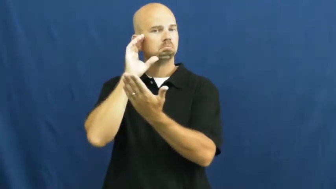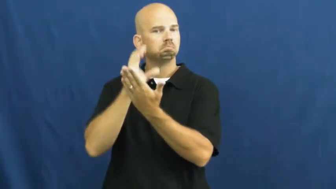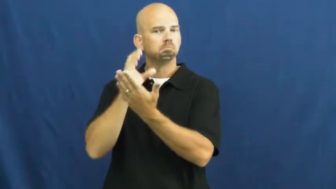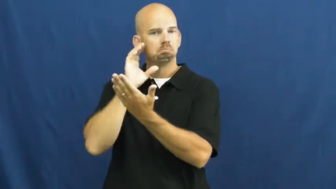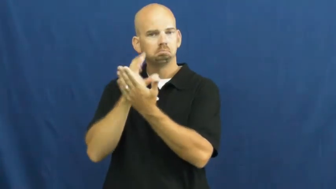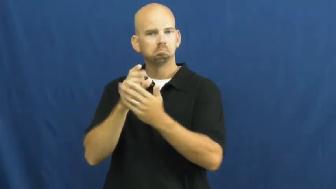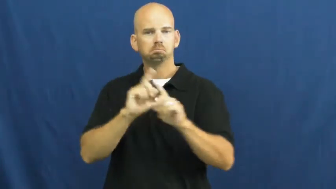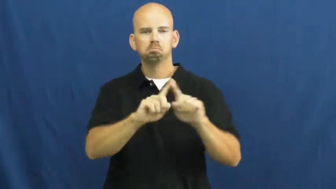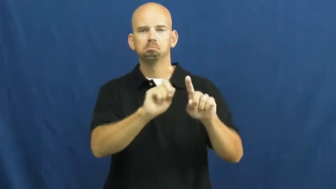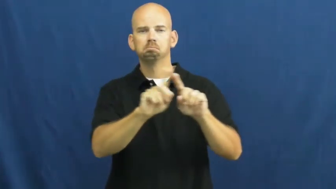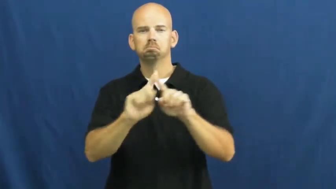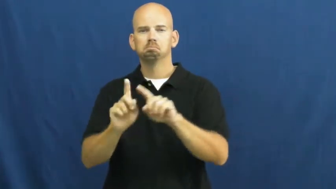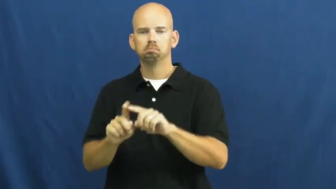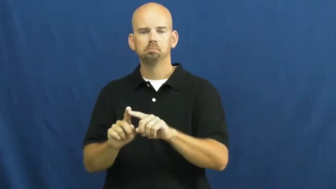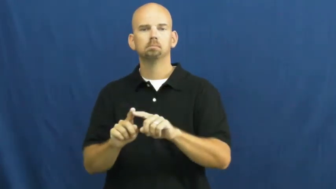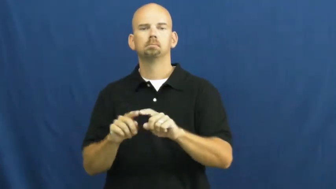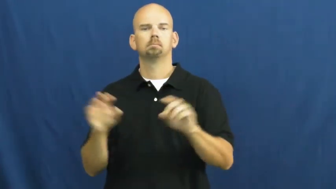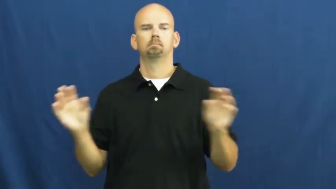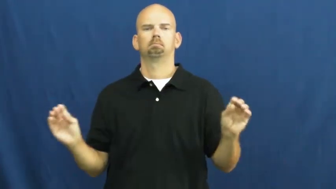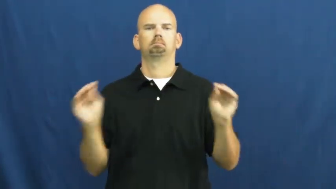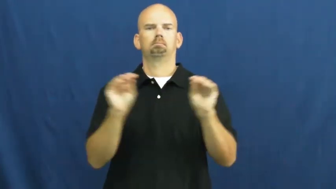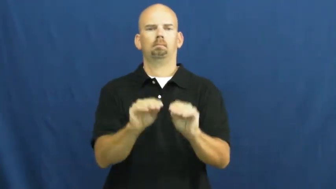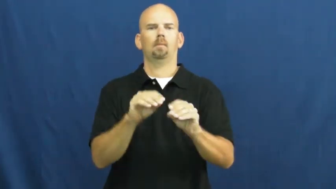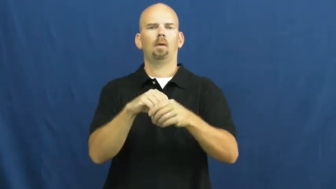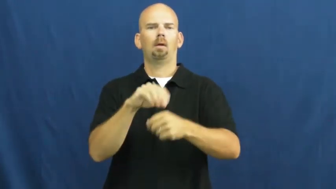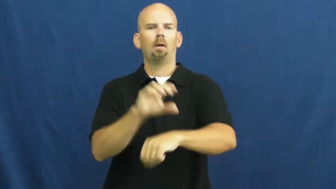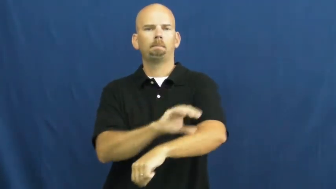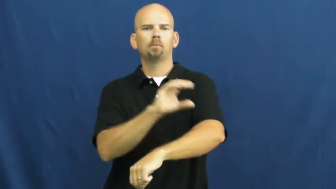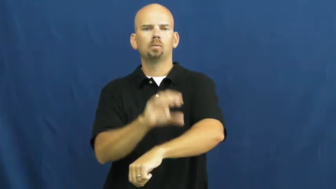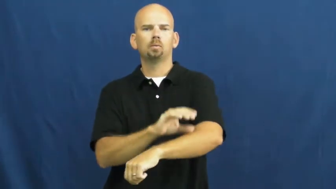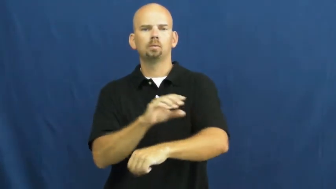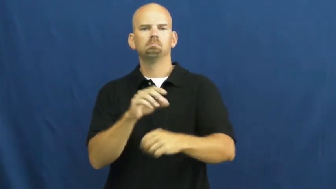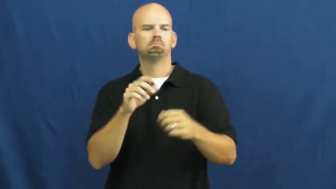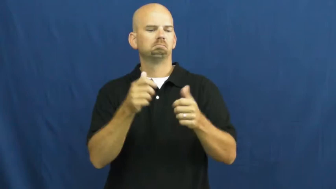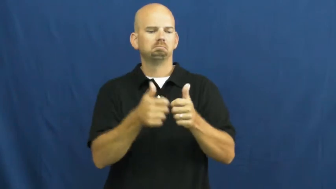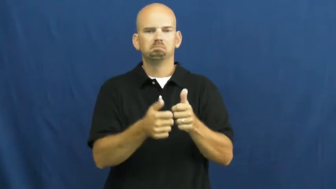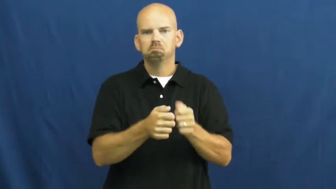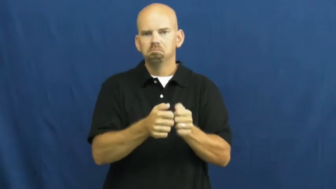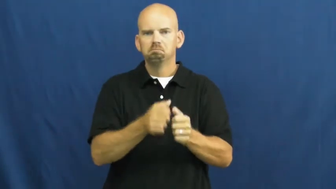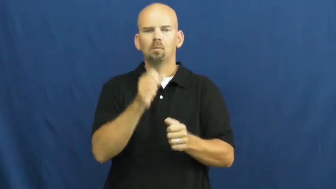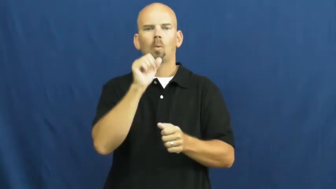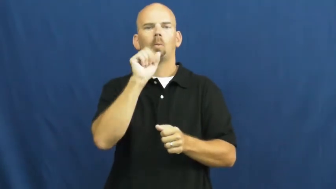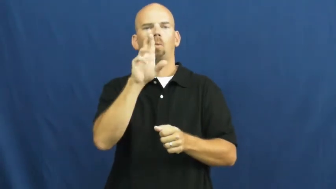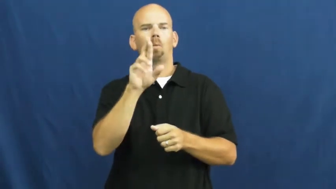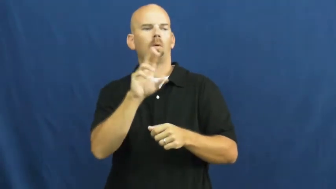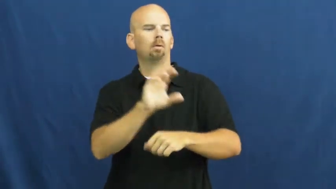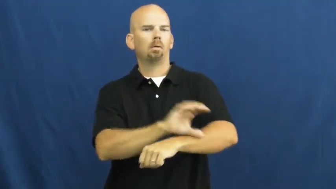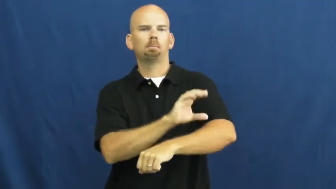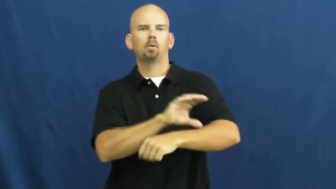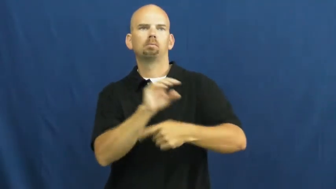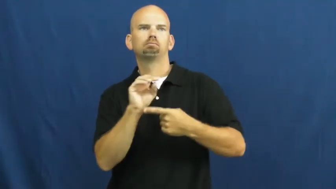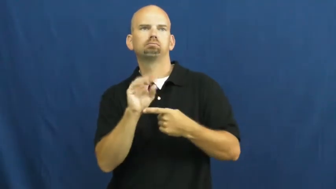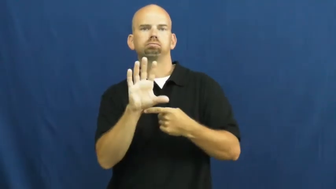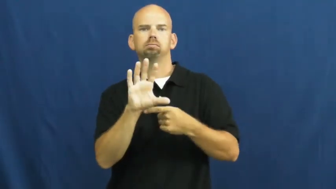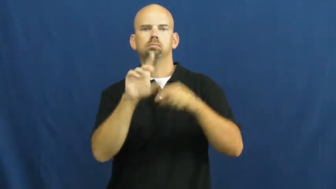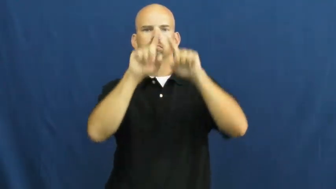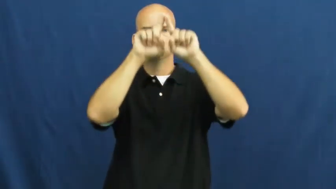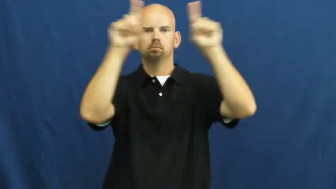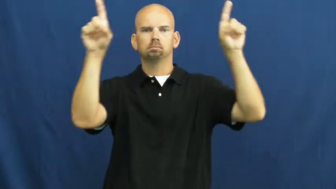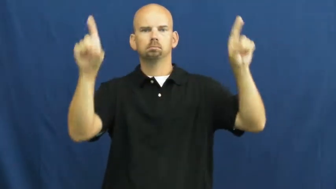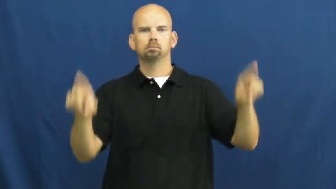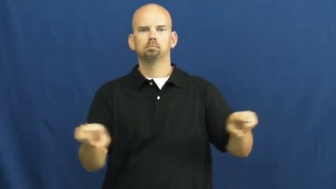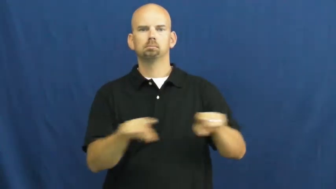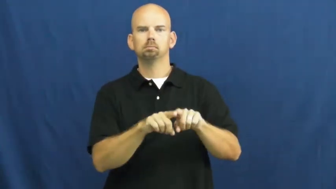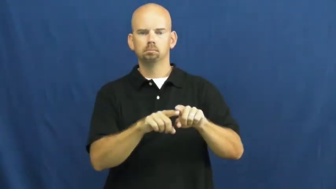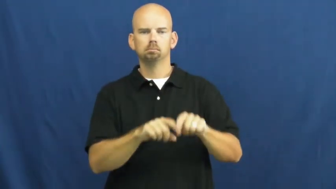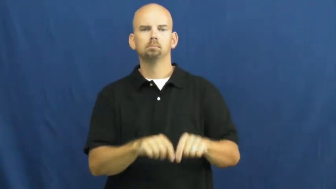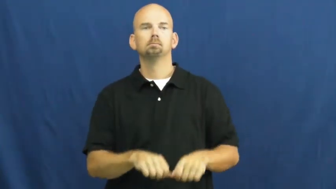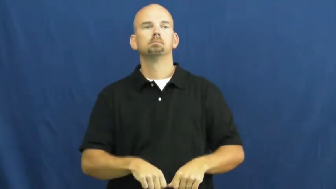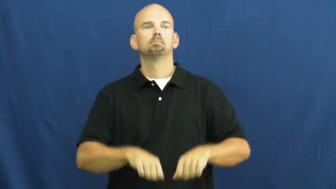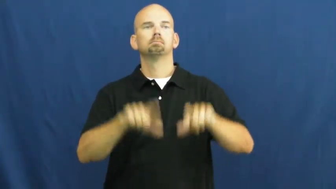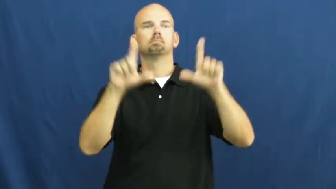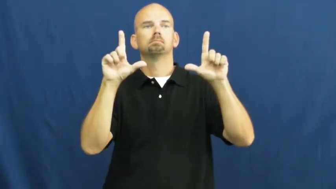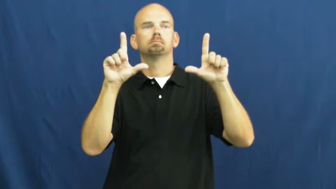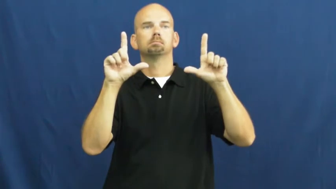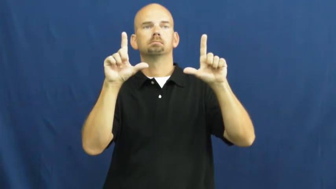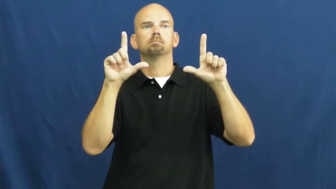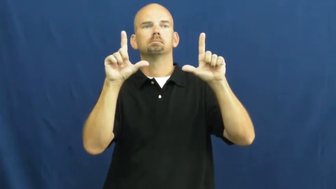slide show